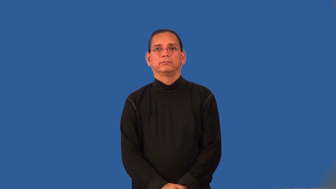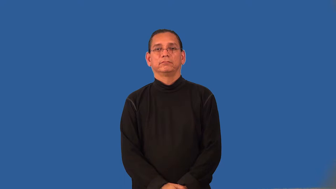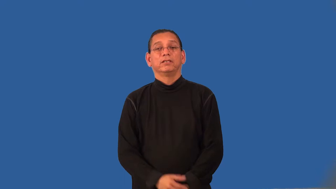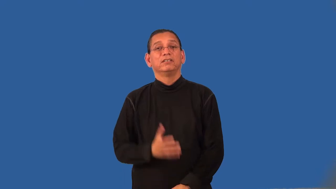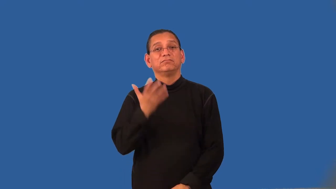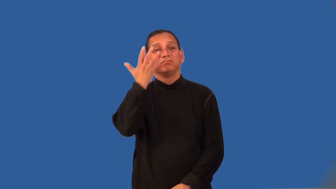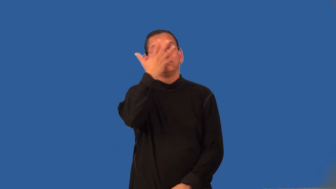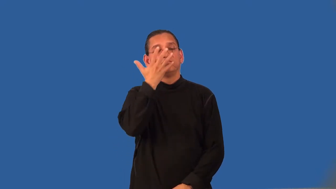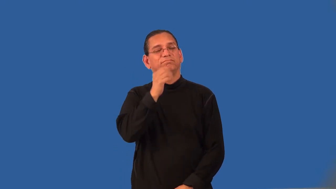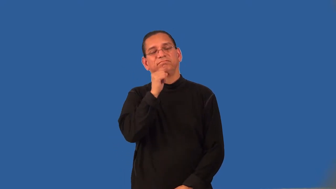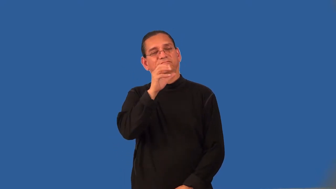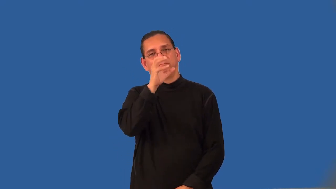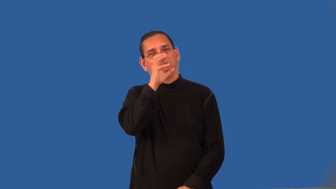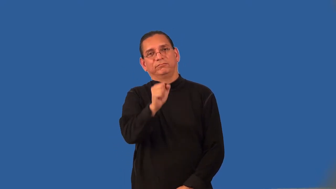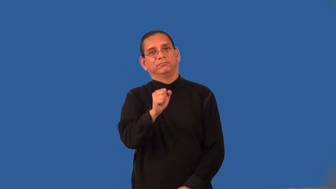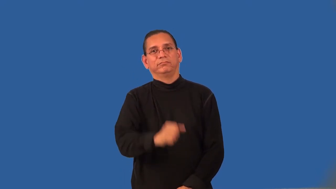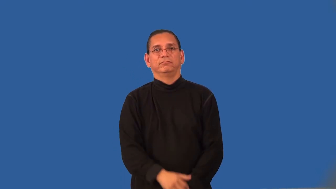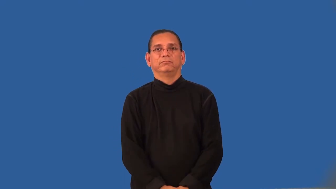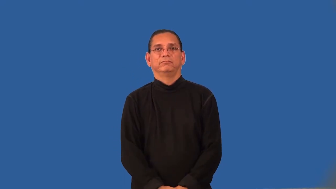unflattering